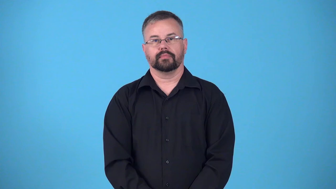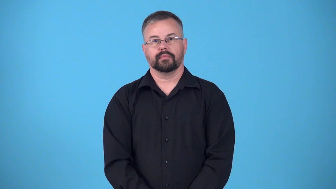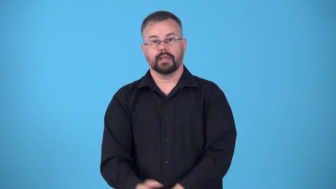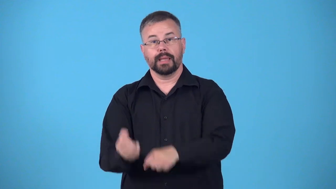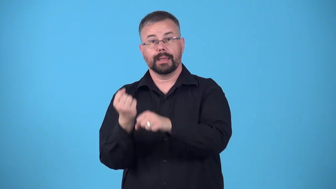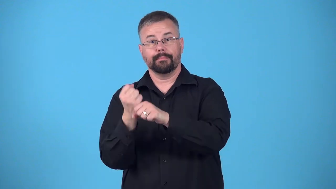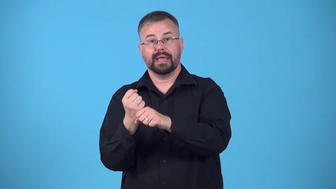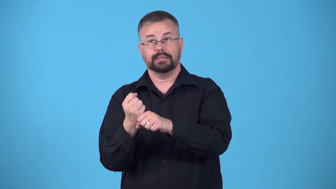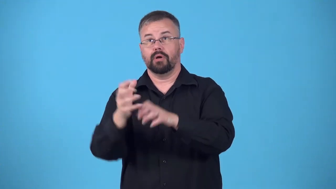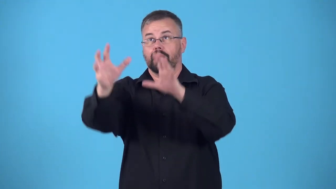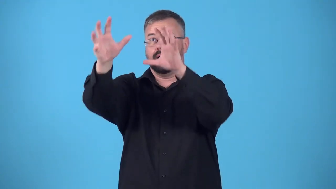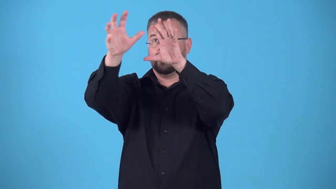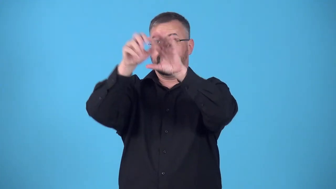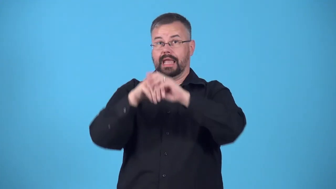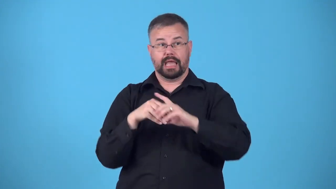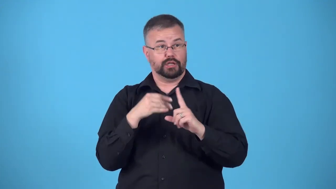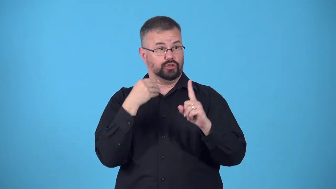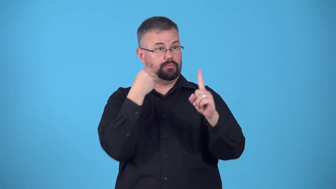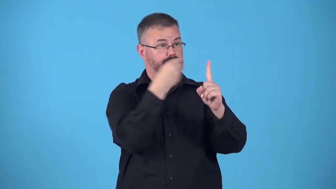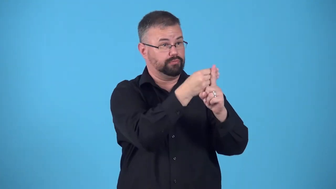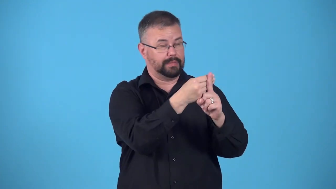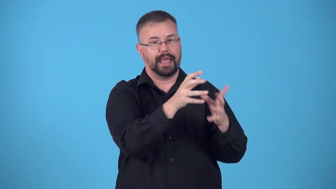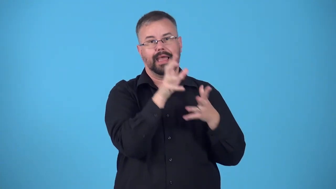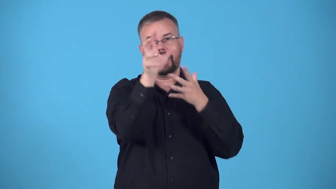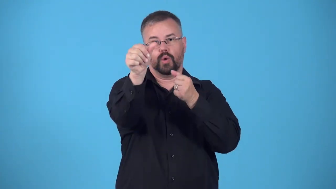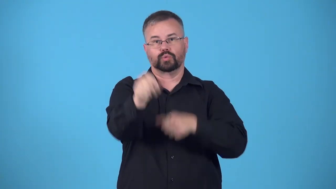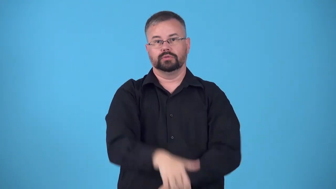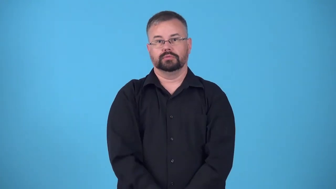tag-baseball